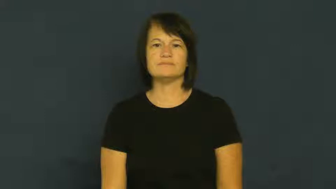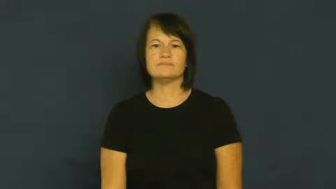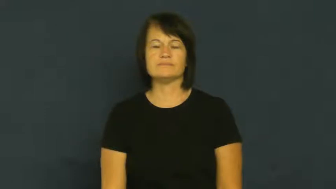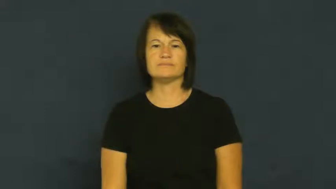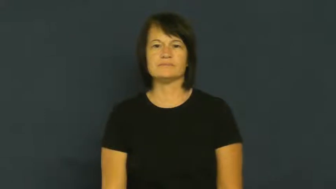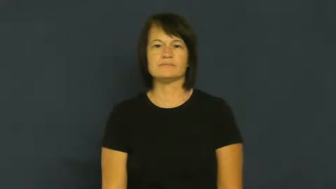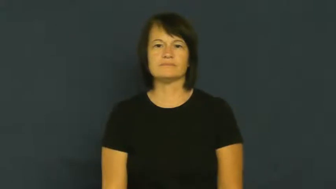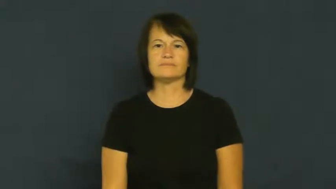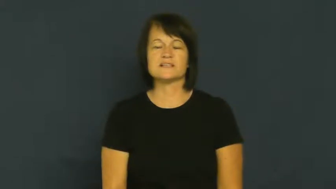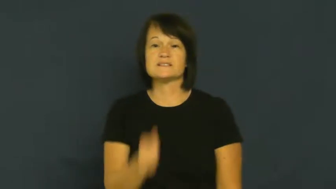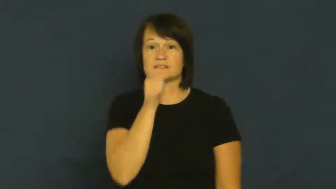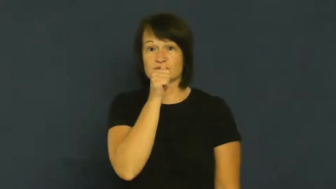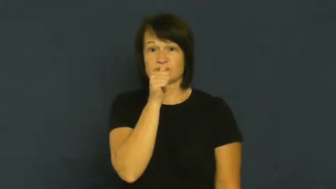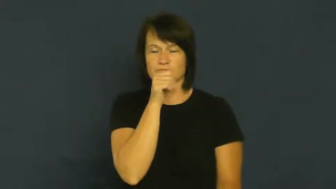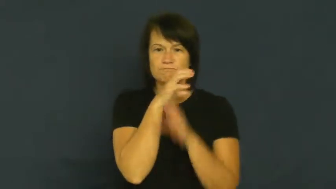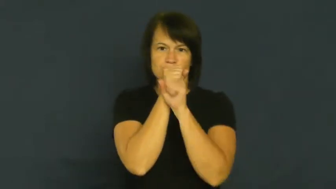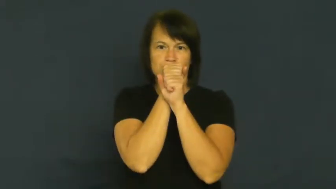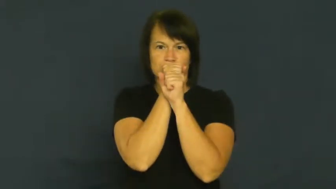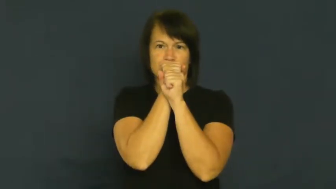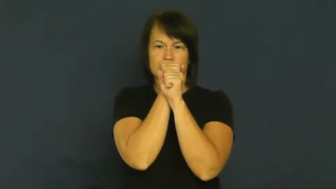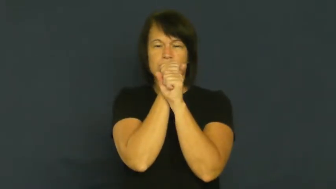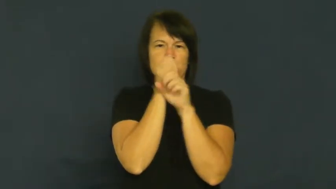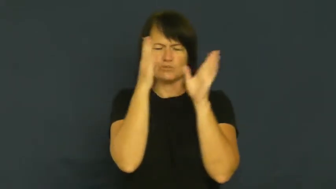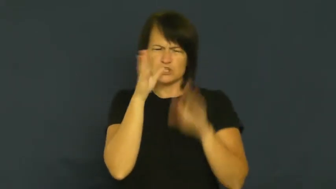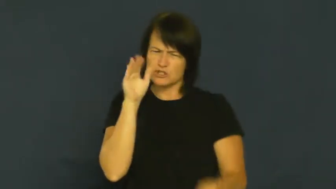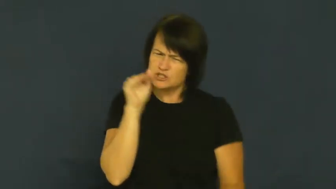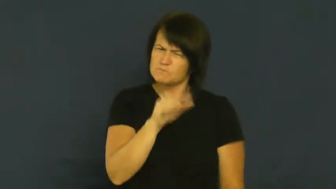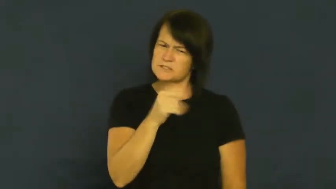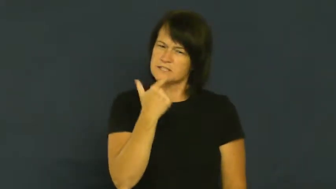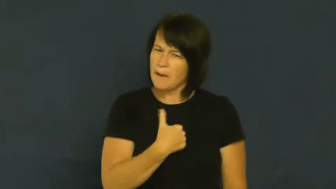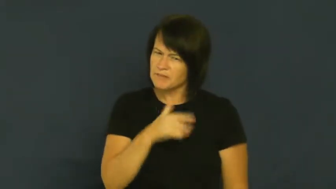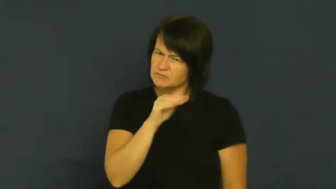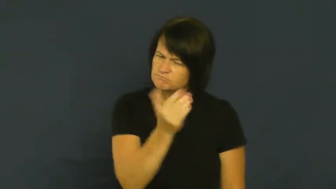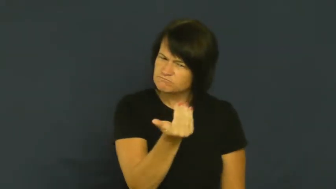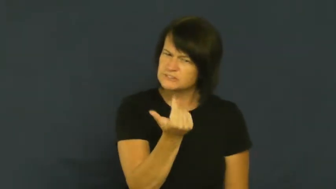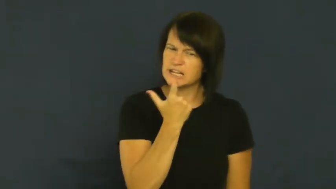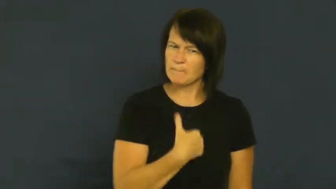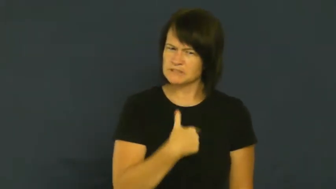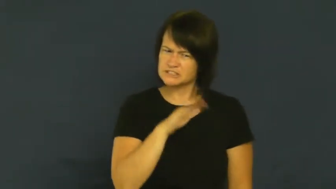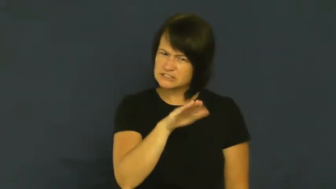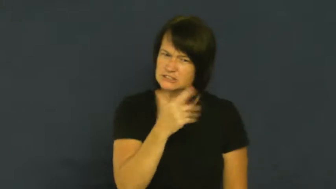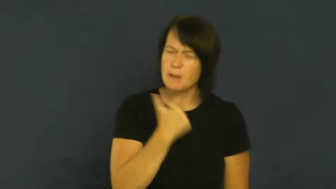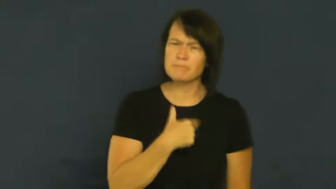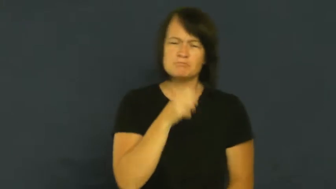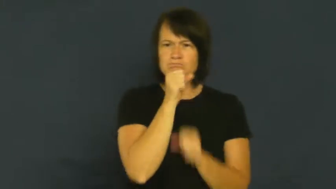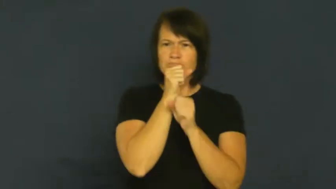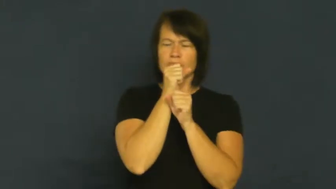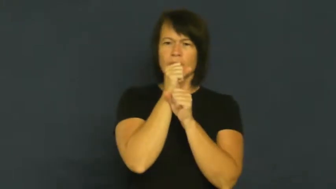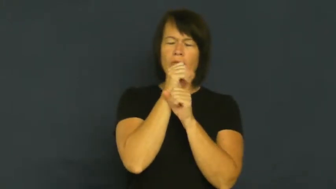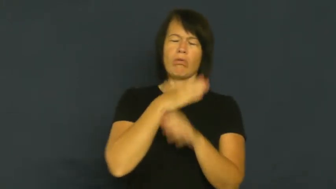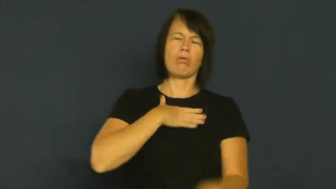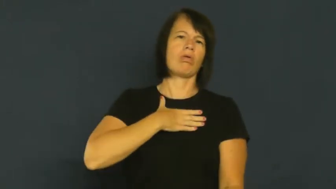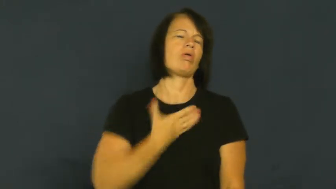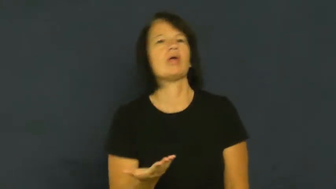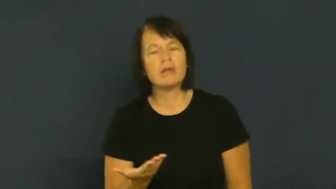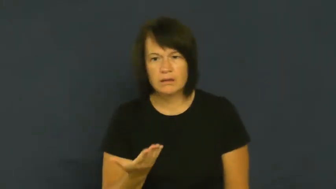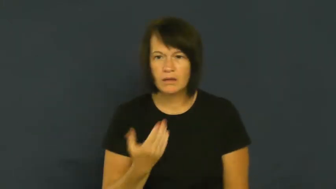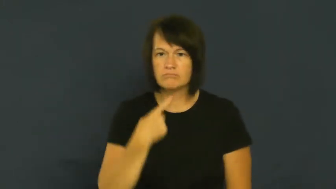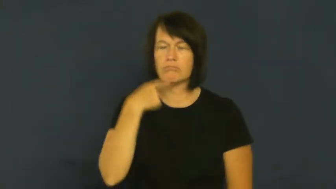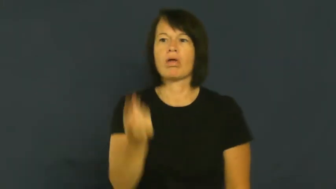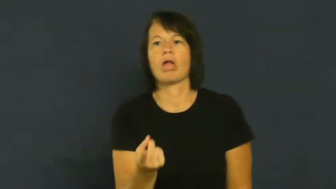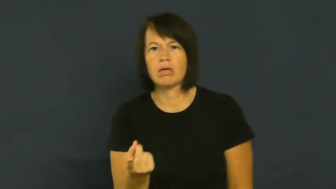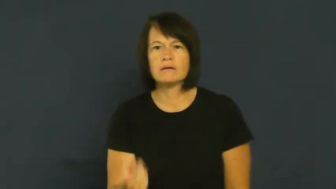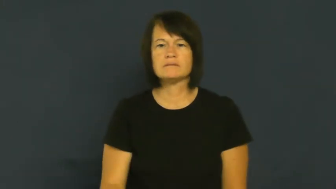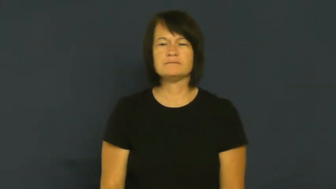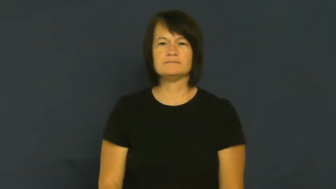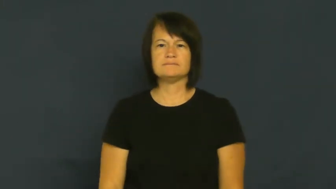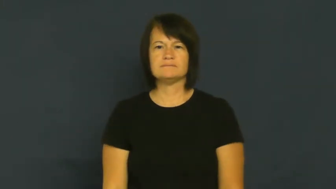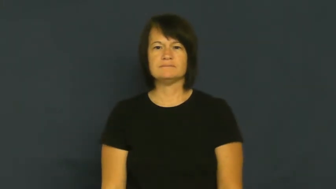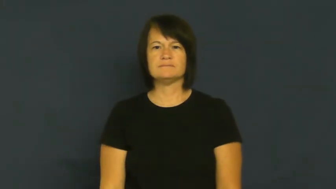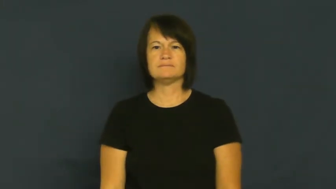crack-tell all